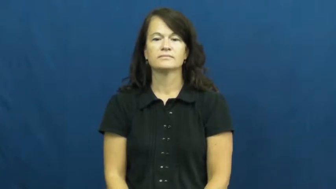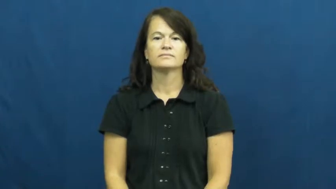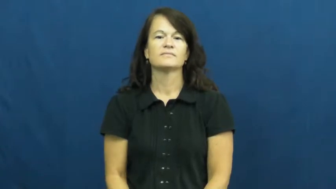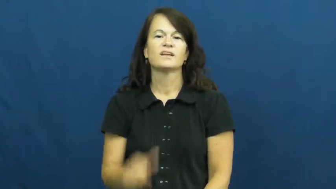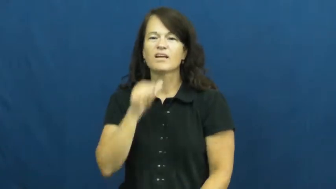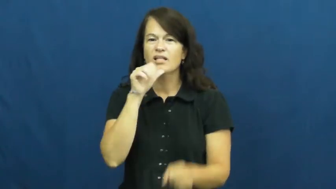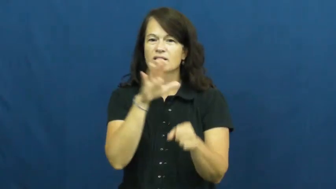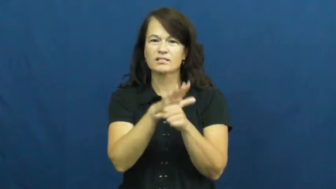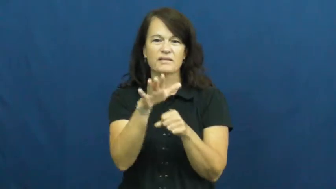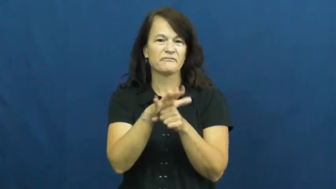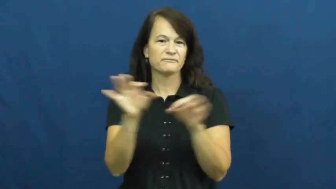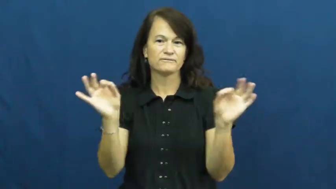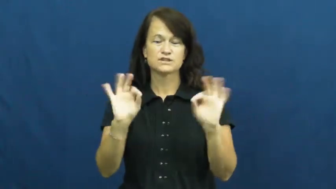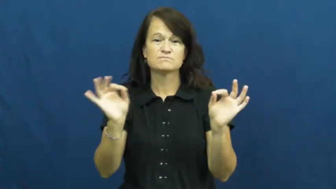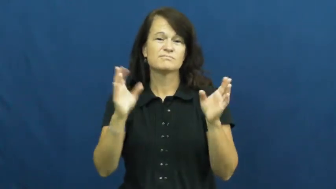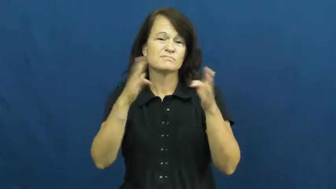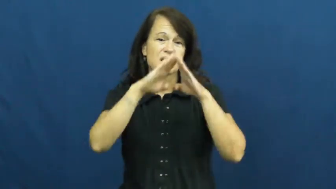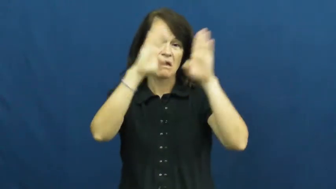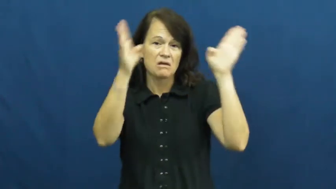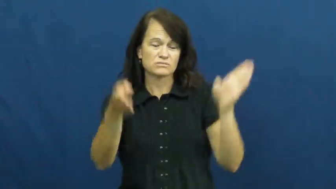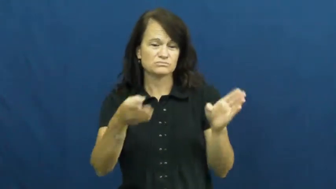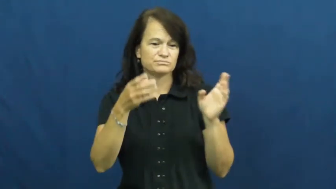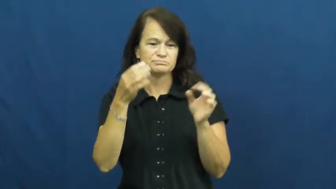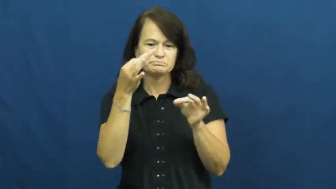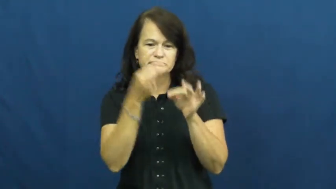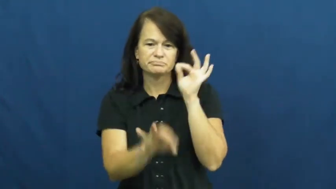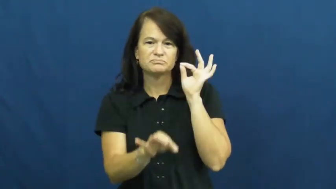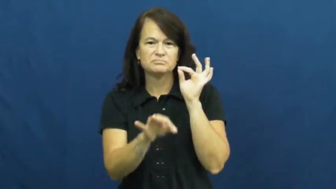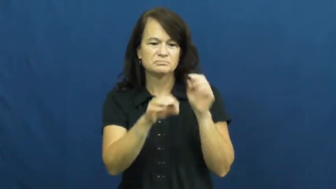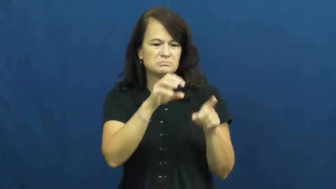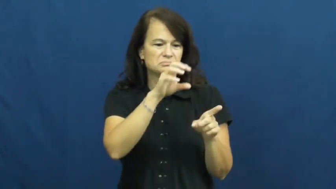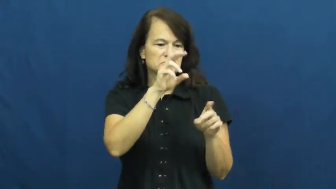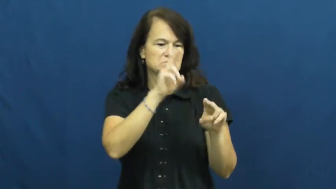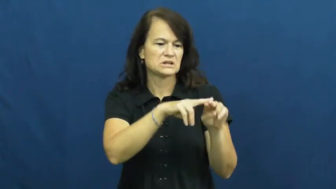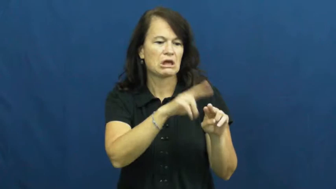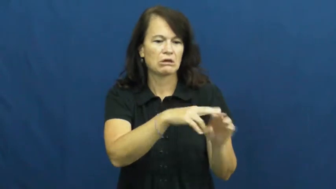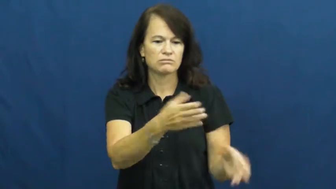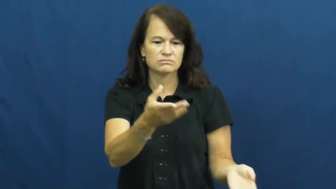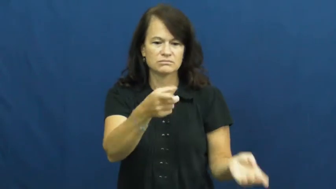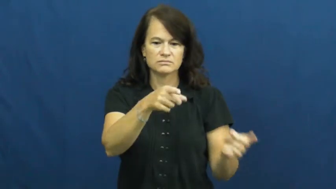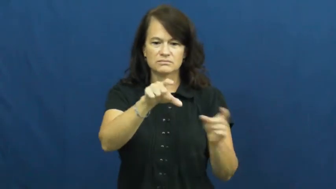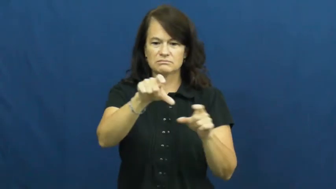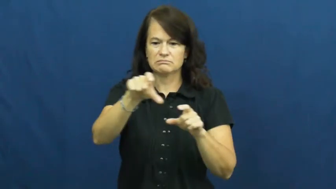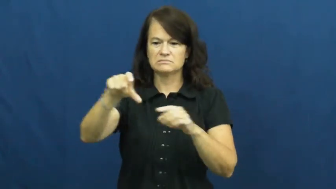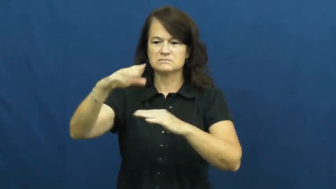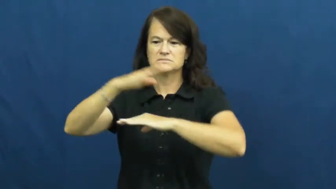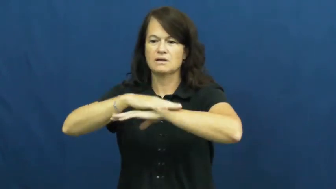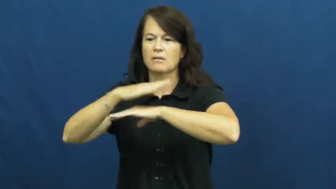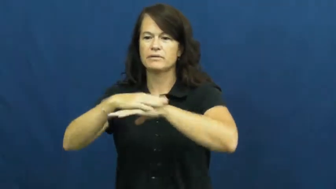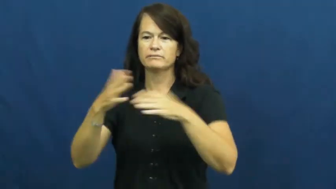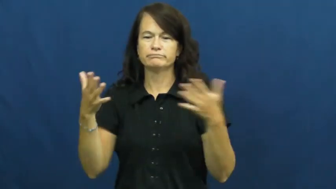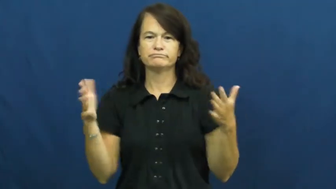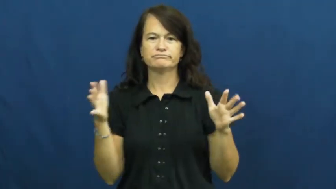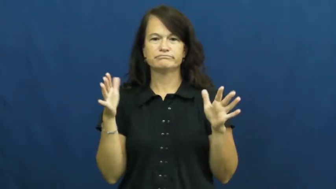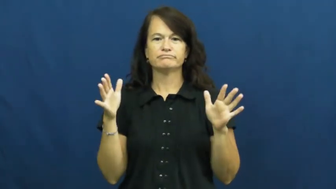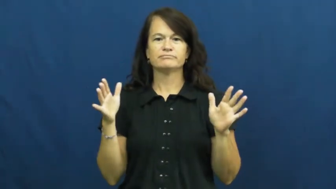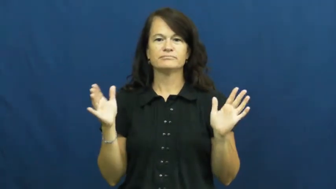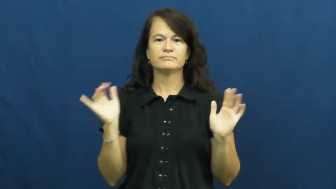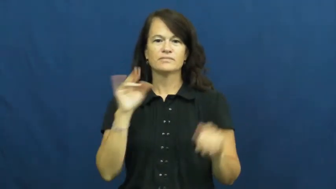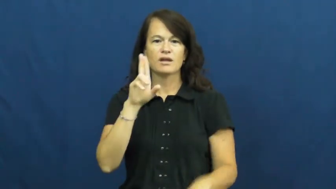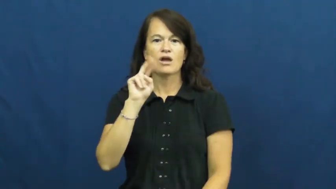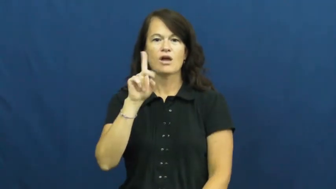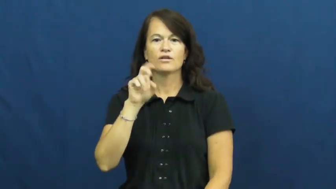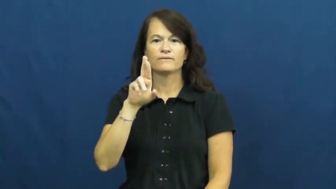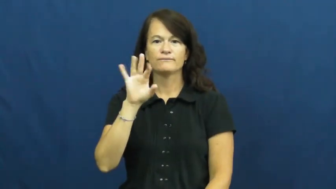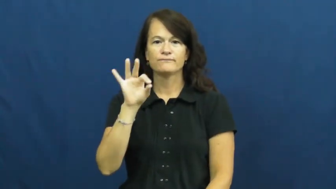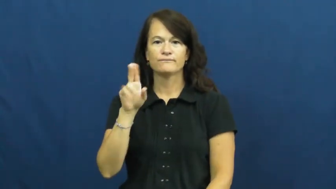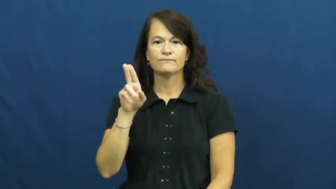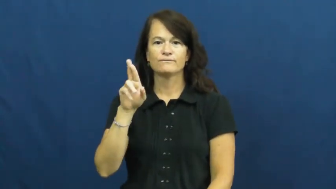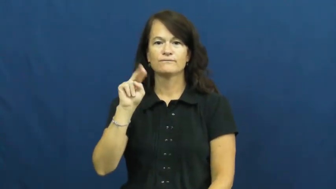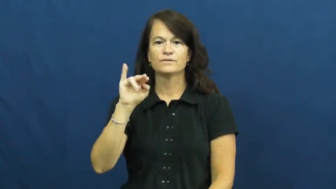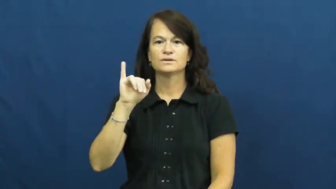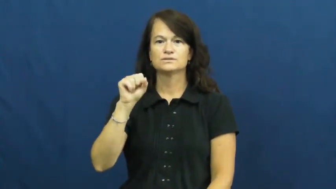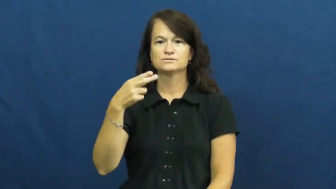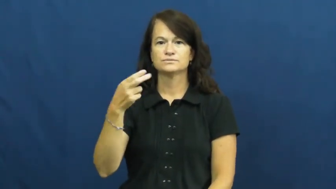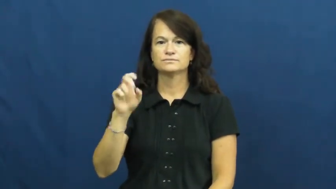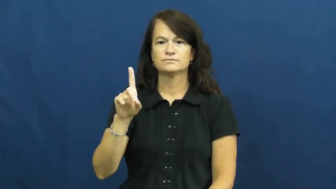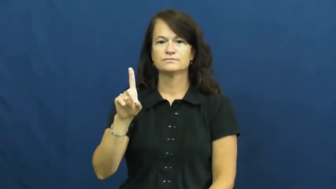underfurnished